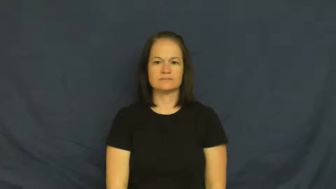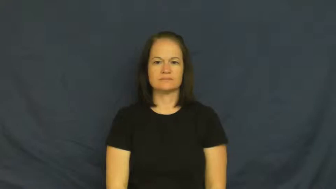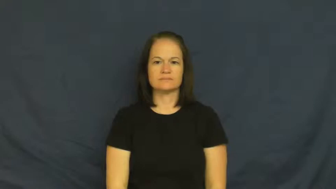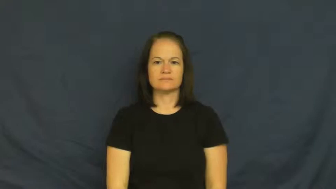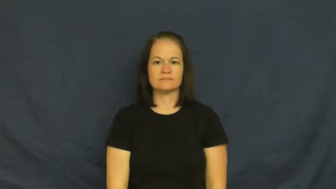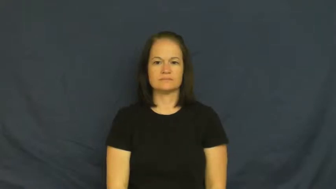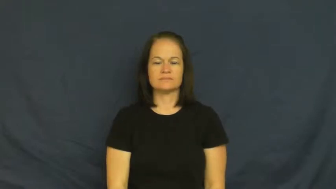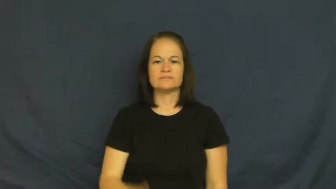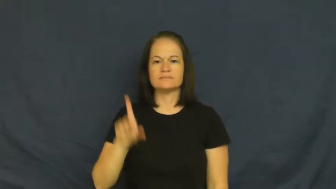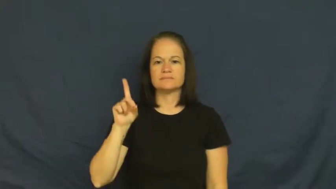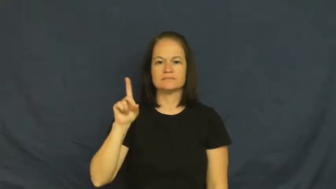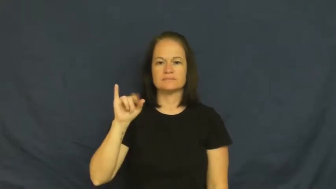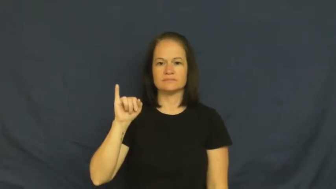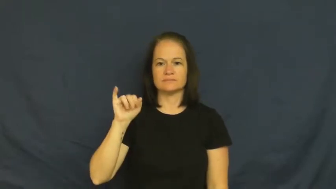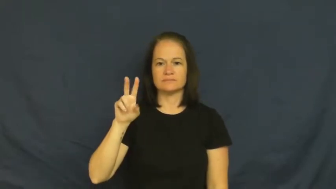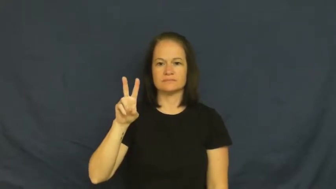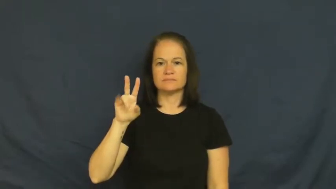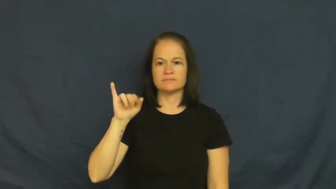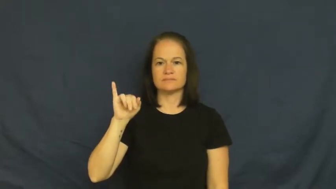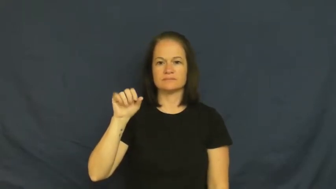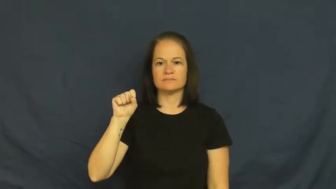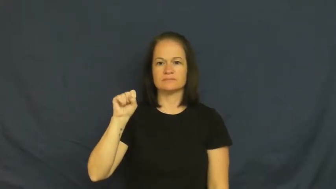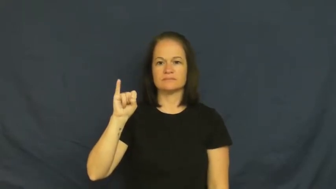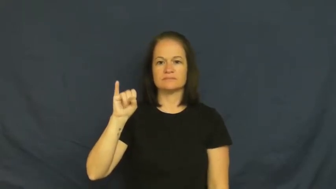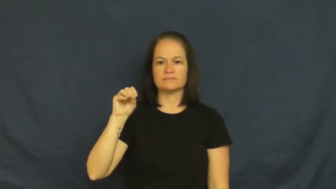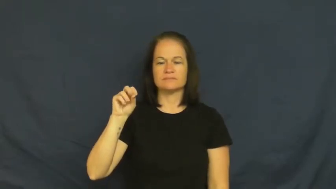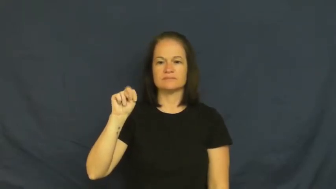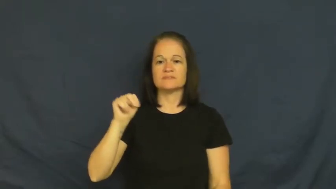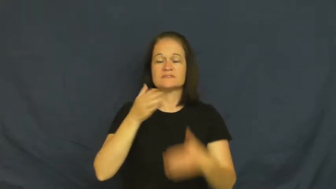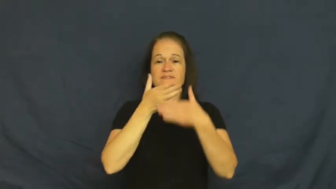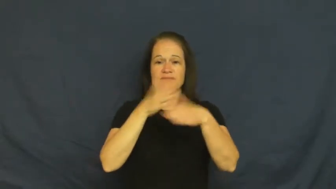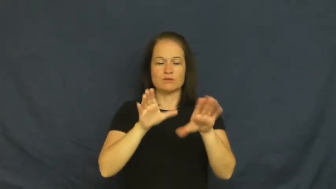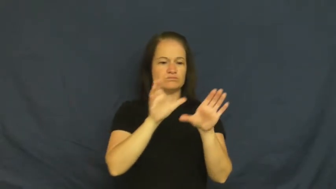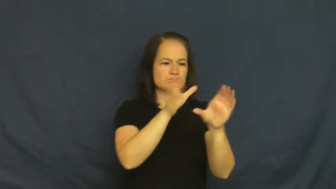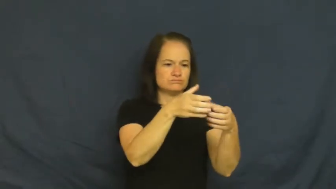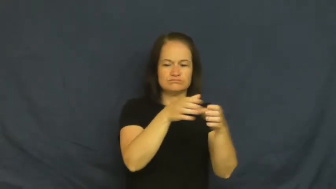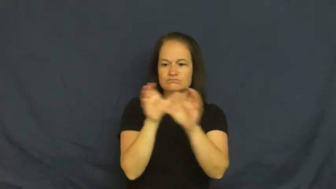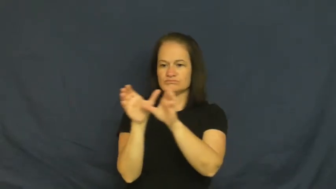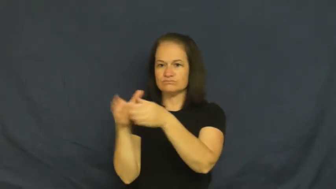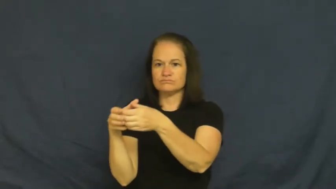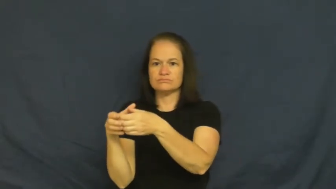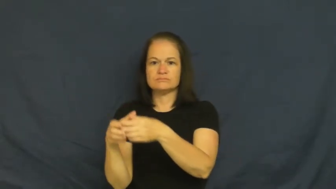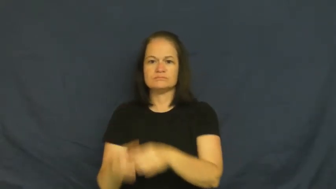divison-group